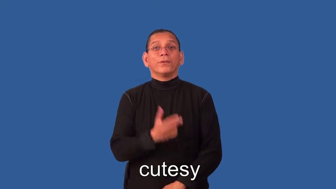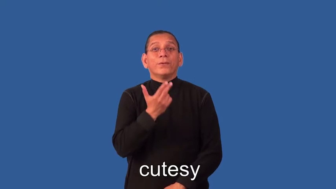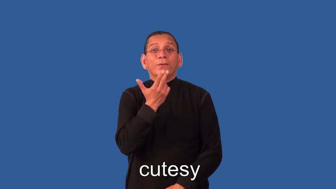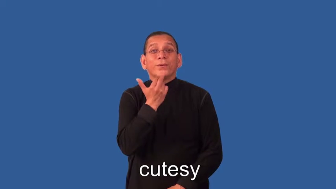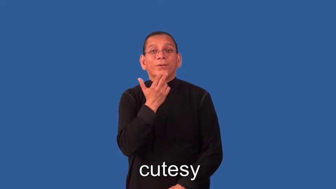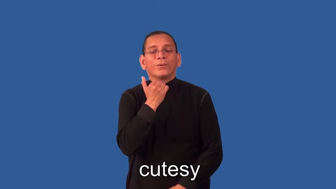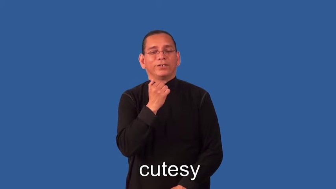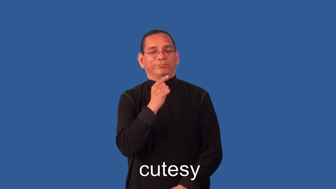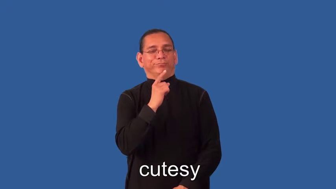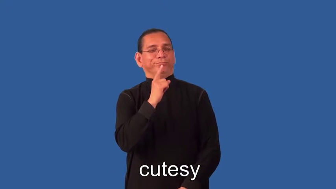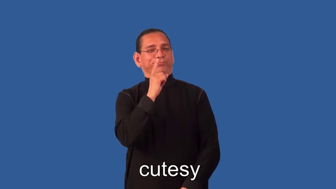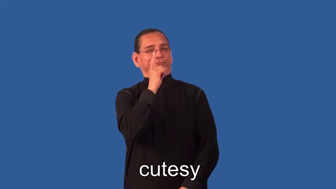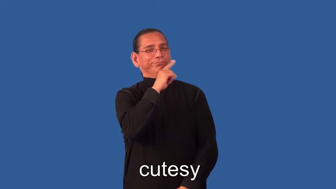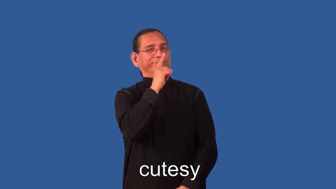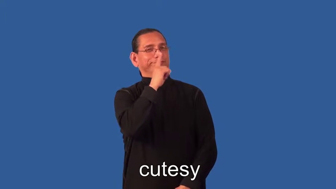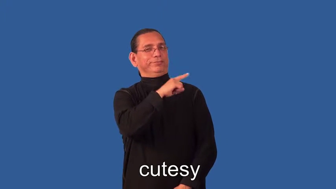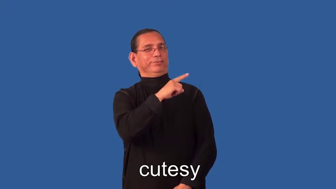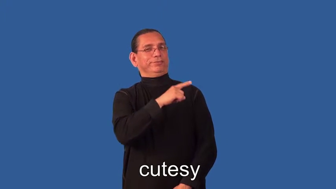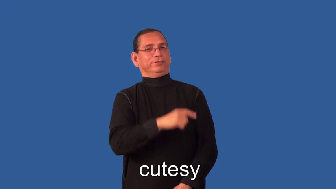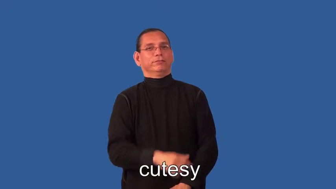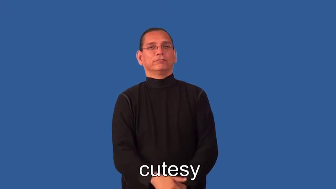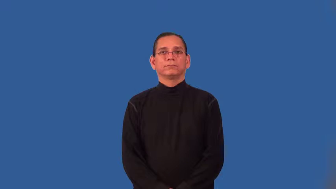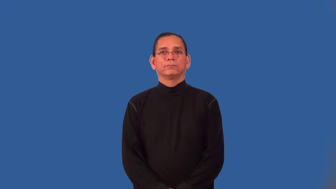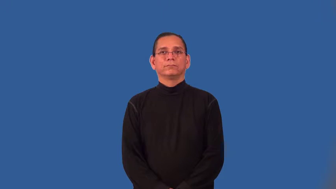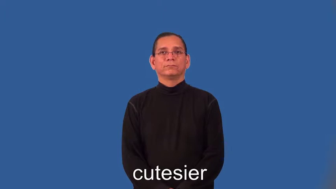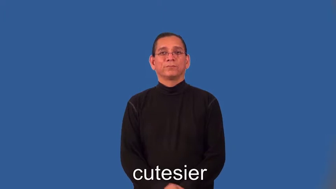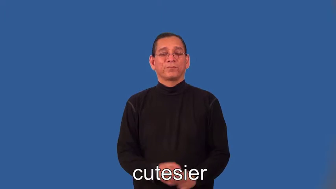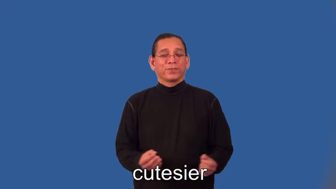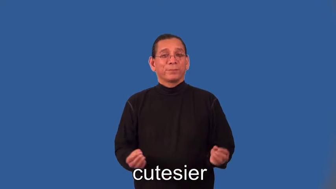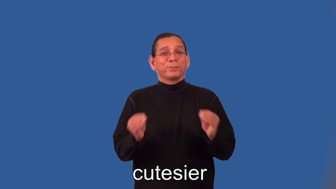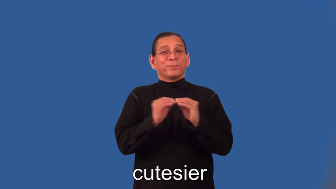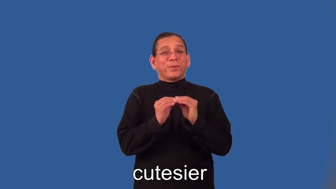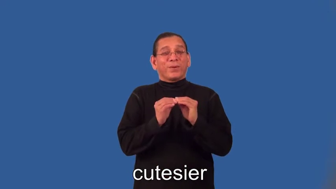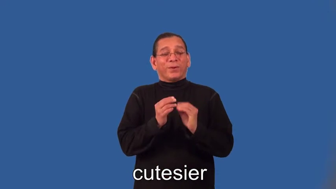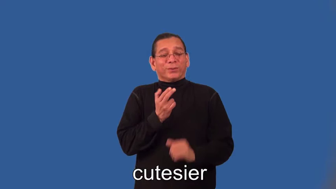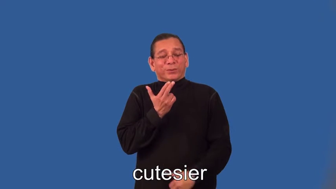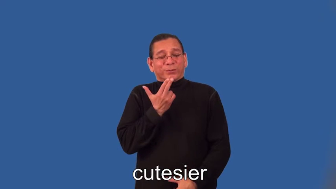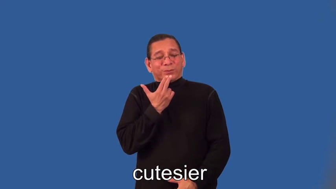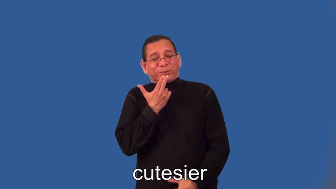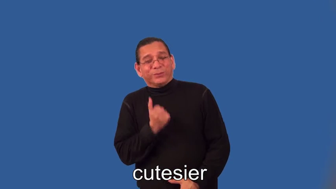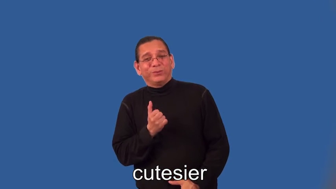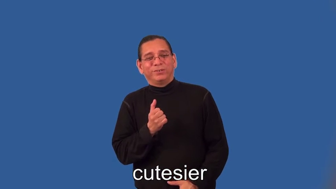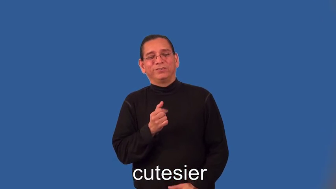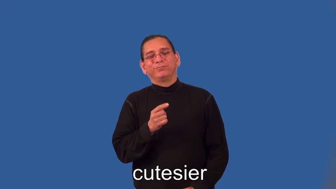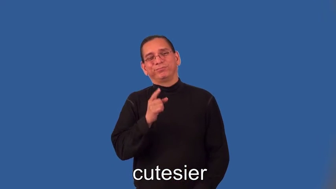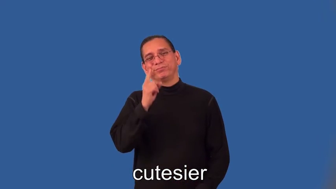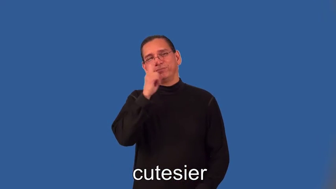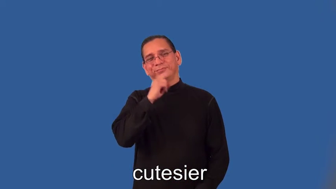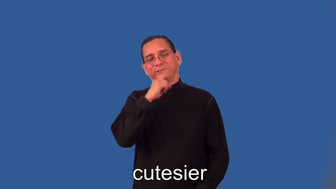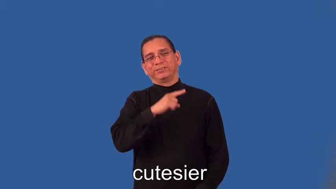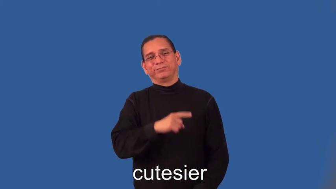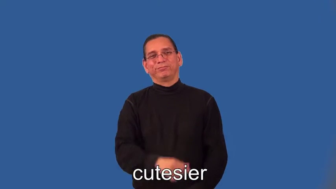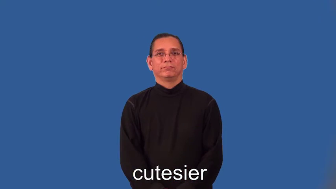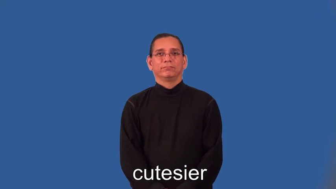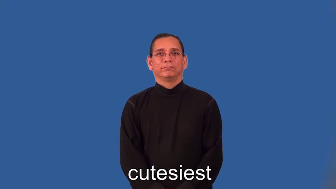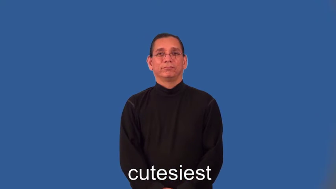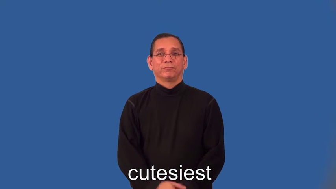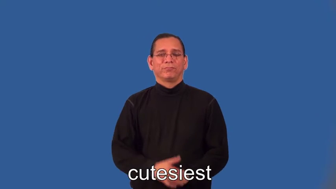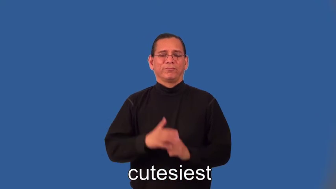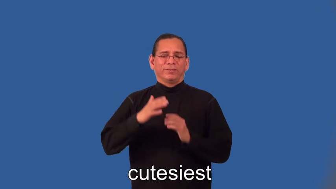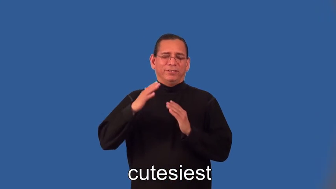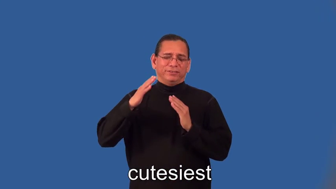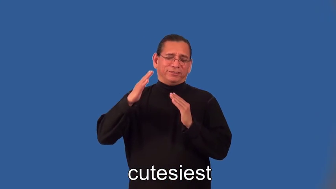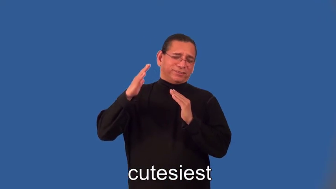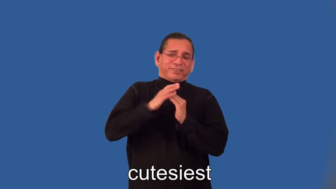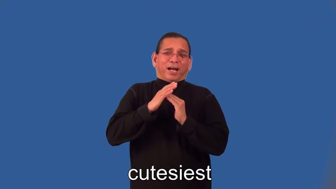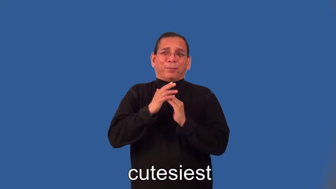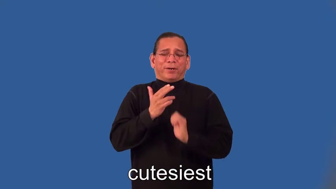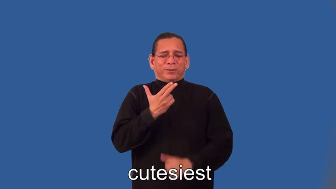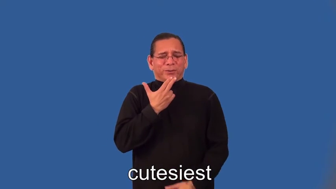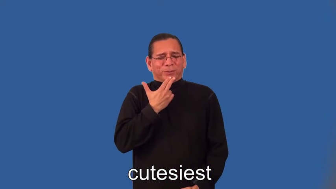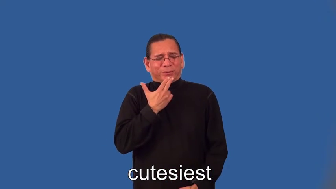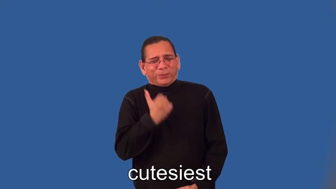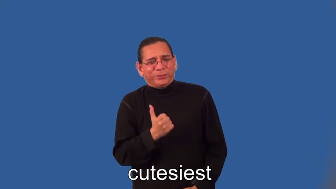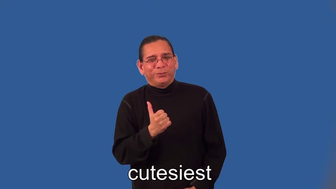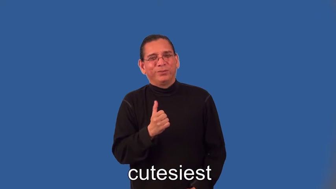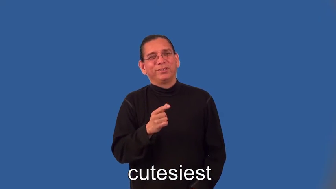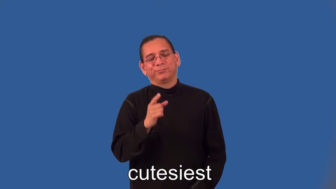cutesier,cutesiest